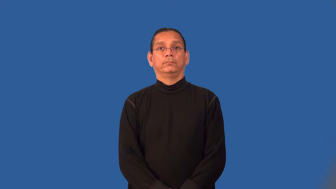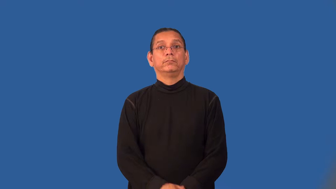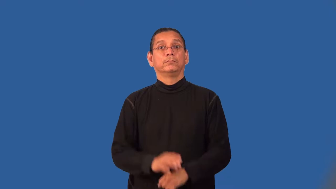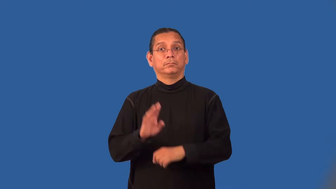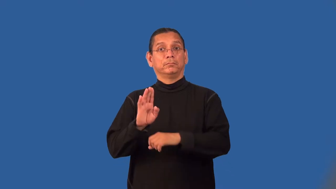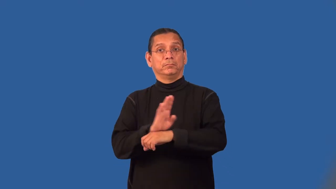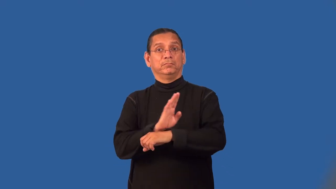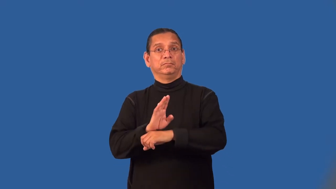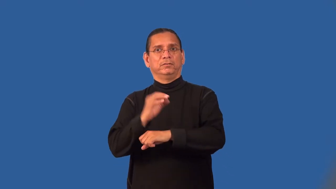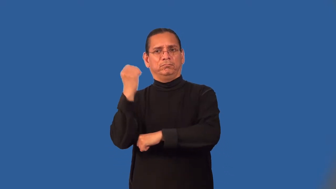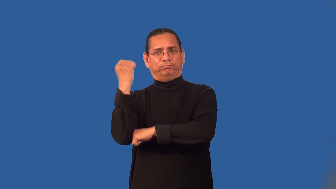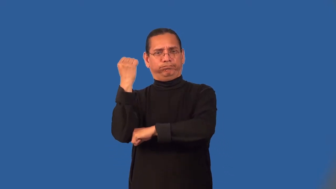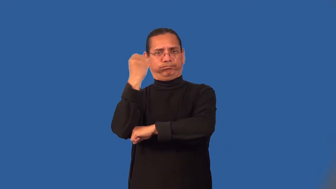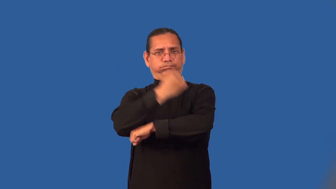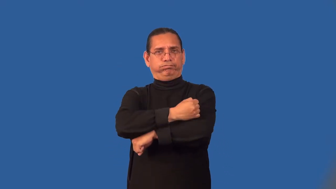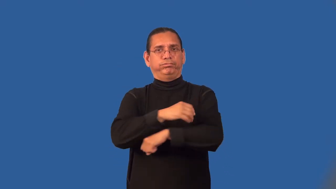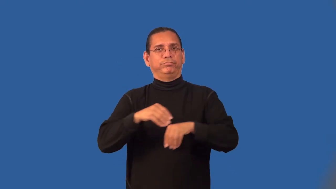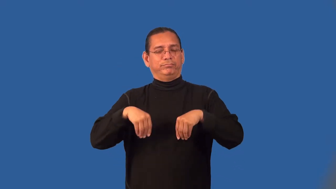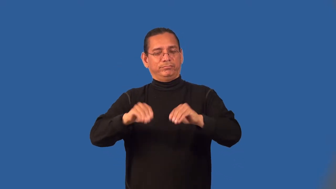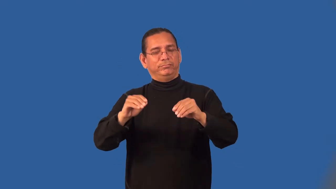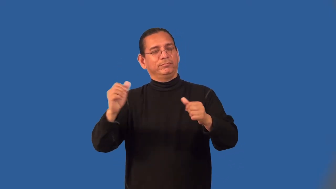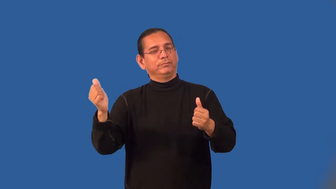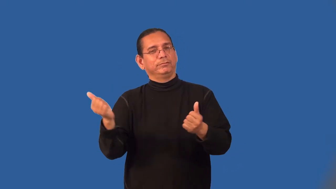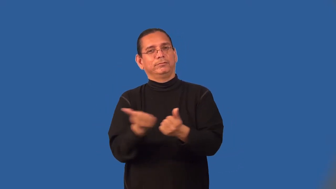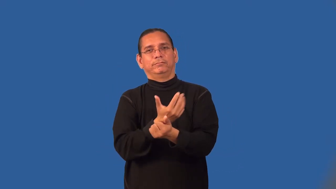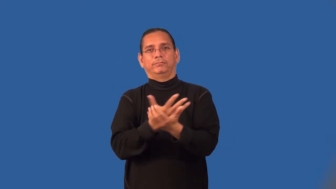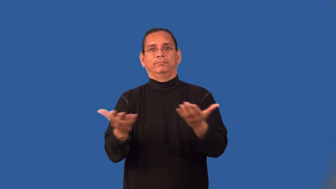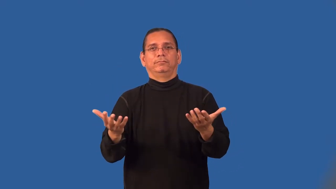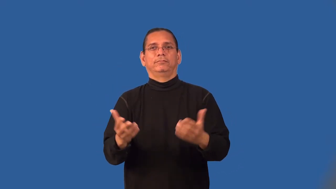liquidate